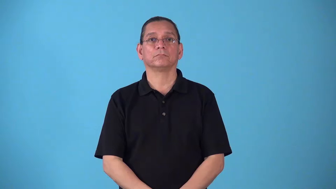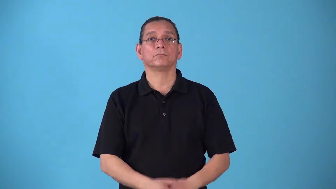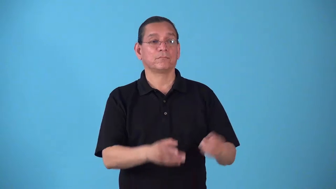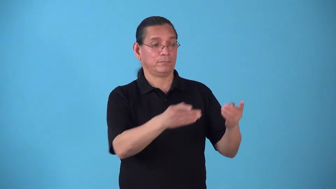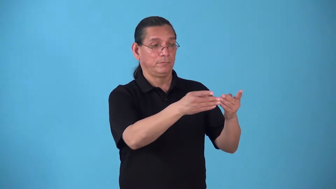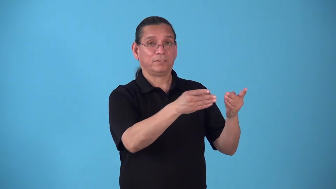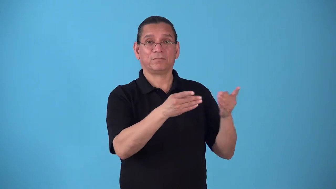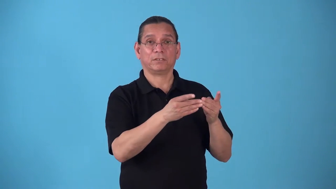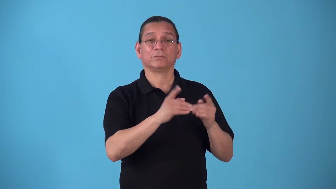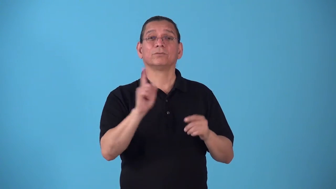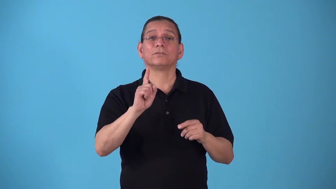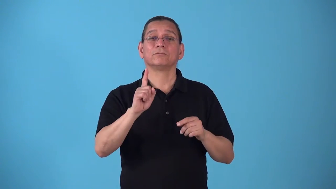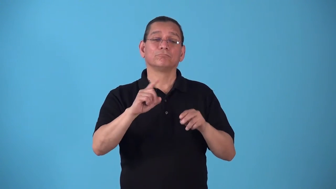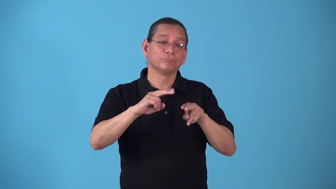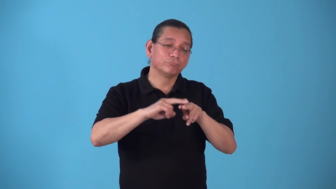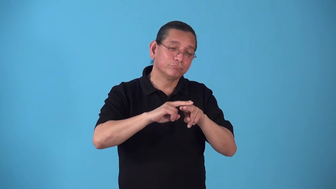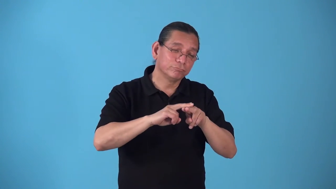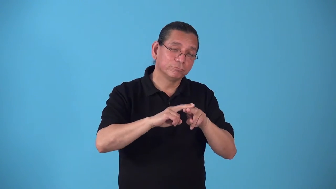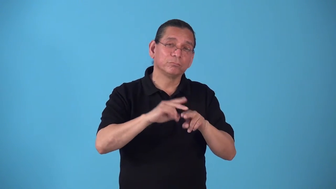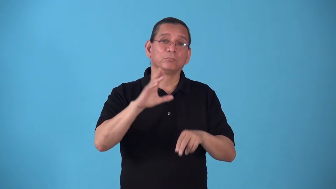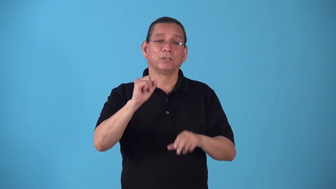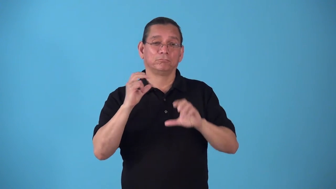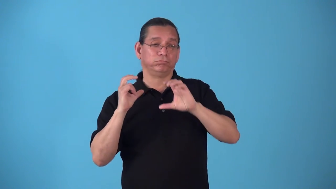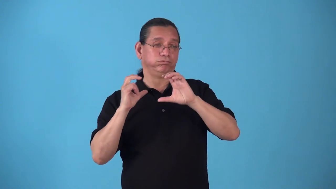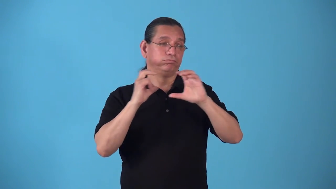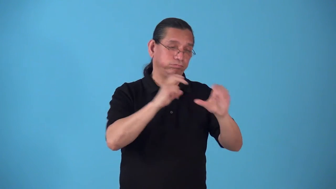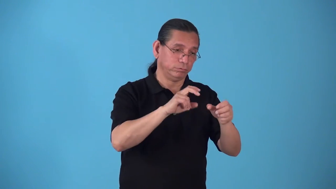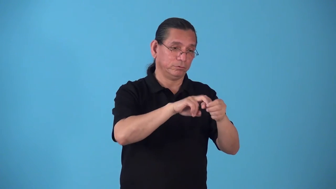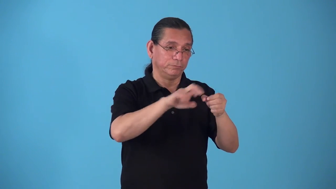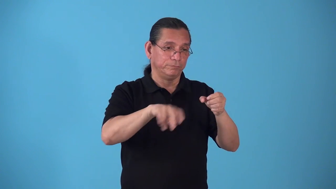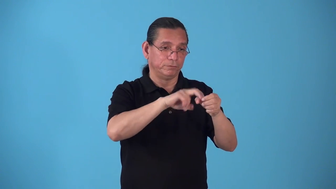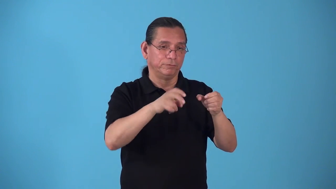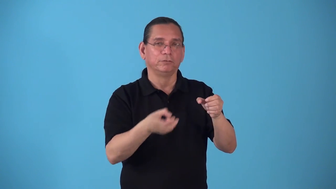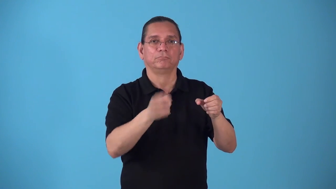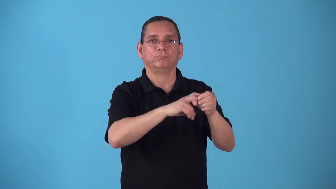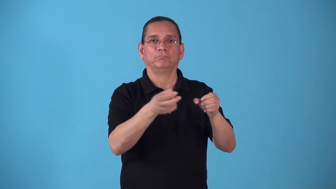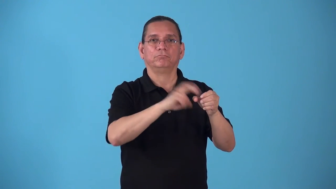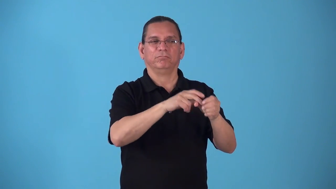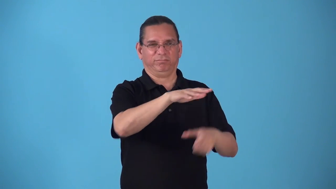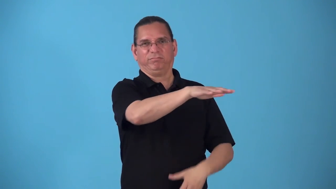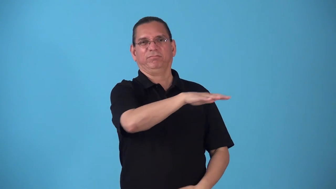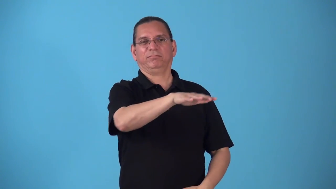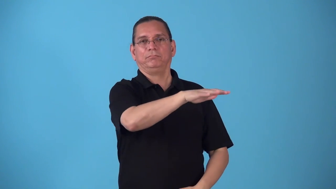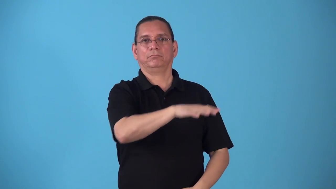station-train,bus